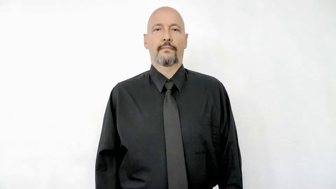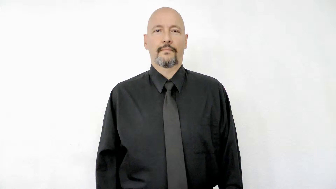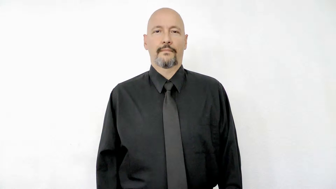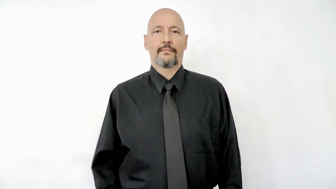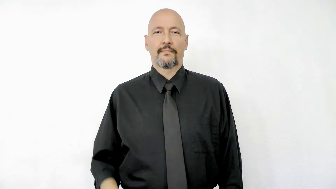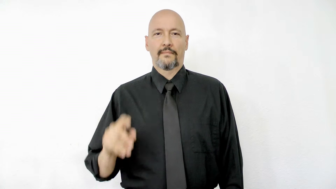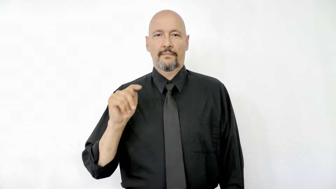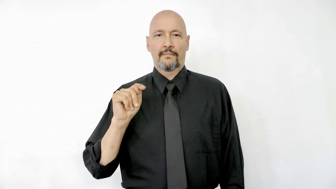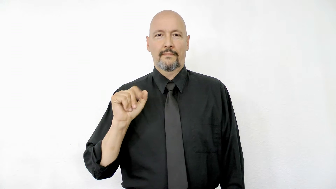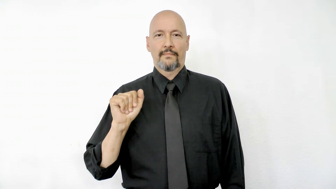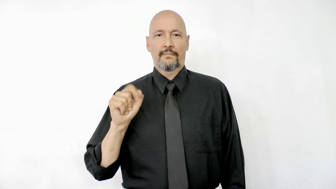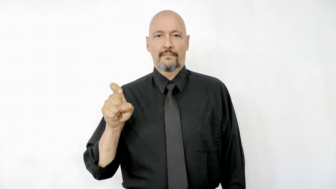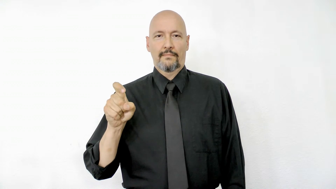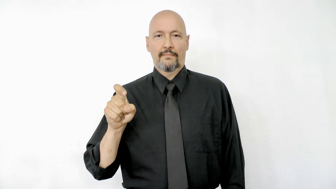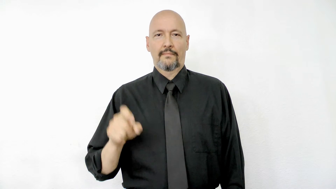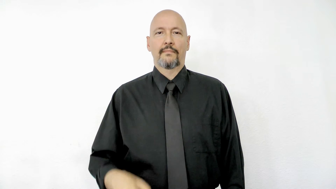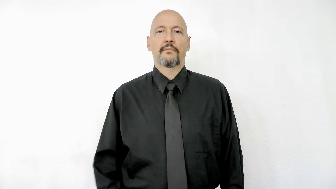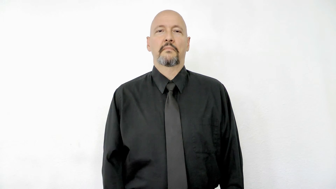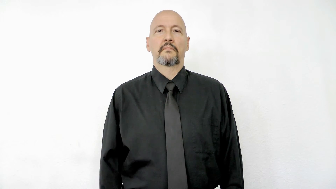tax fingerspelled